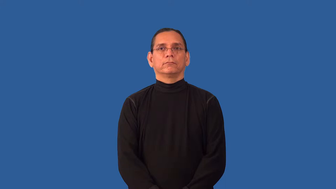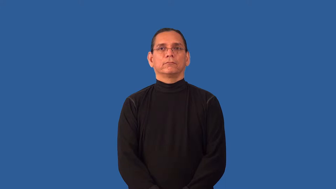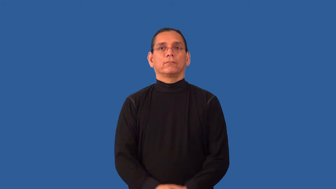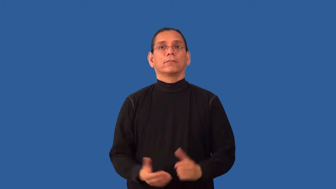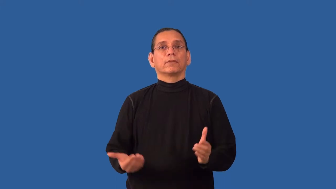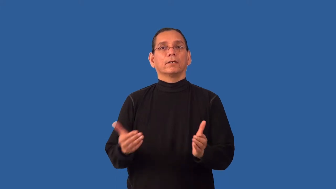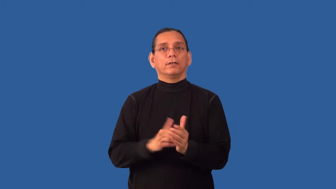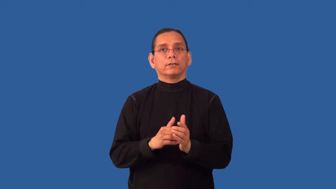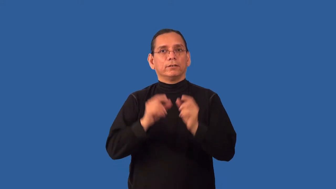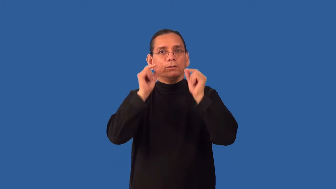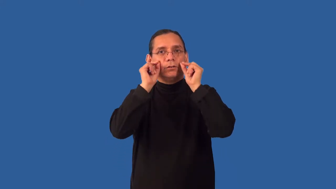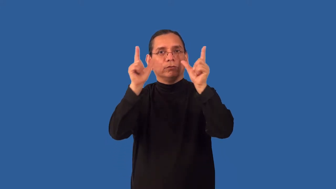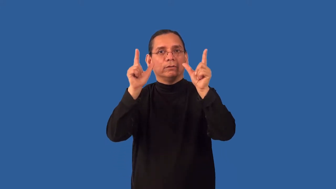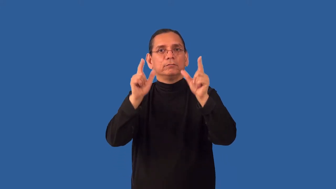reawaken,reanimate